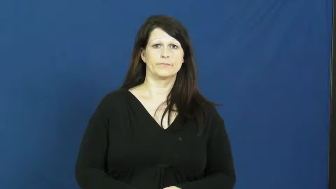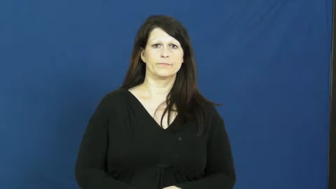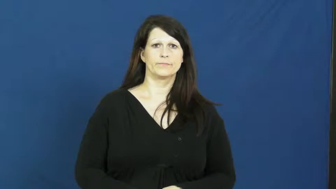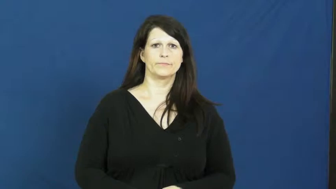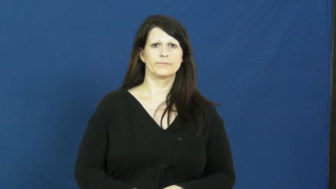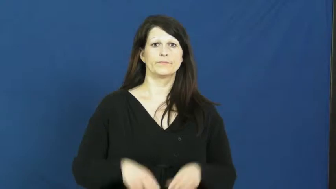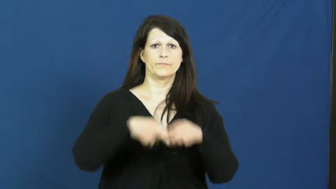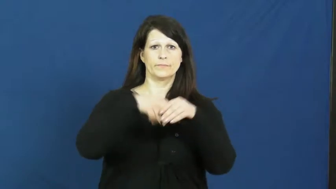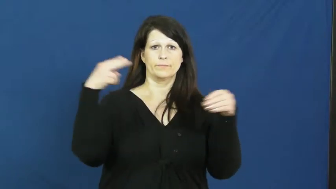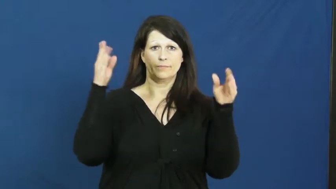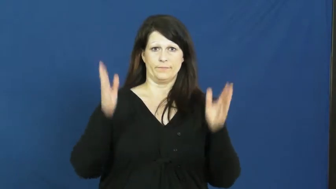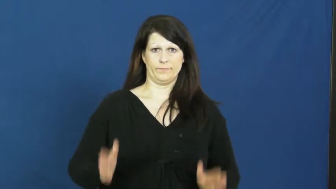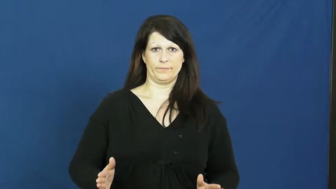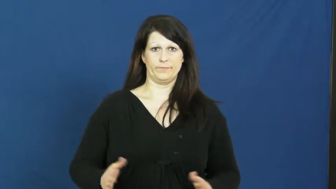quitter